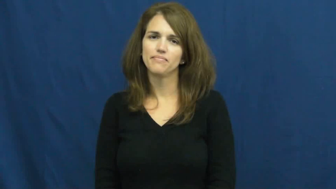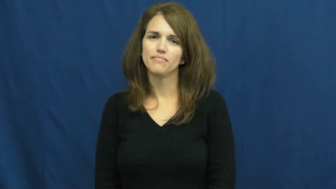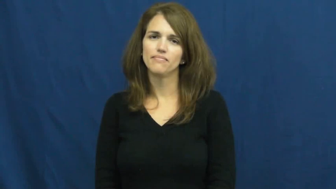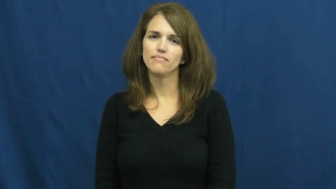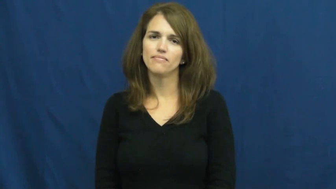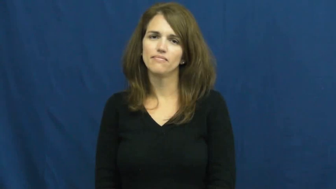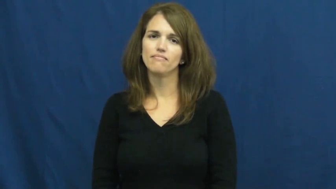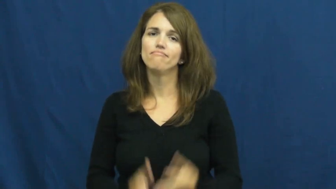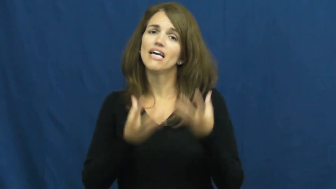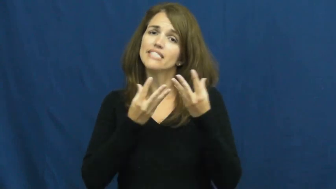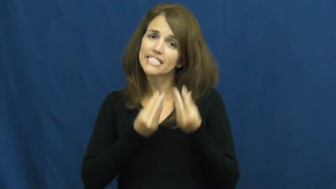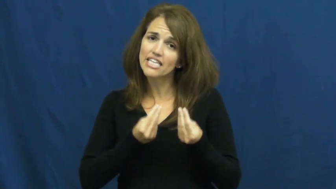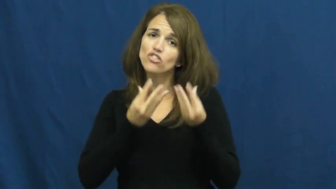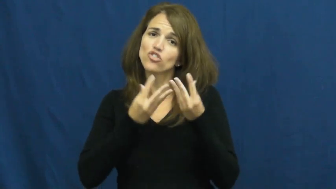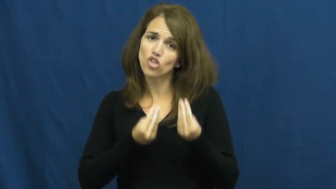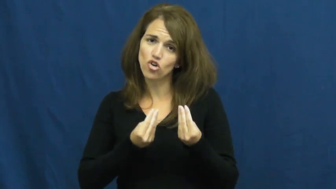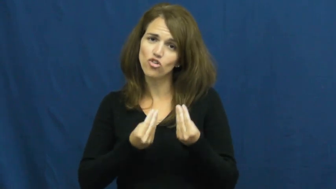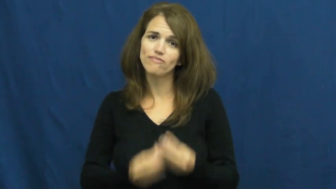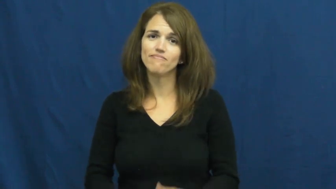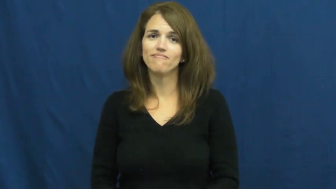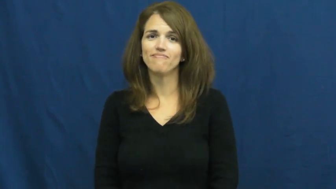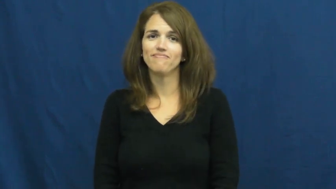tender-soft